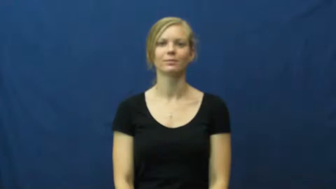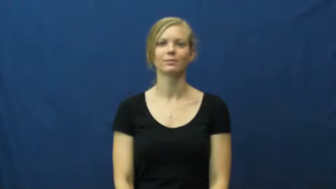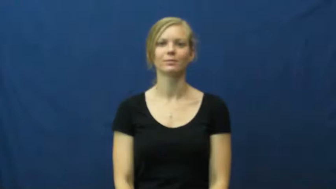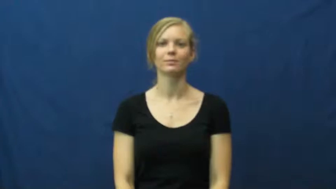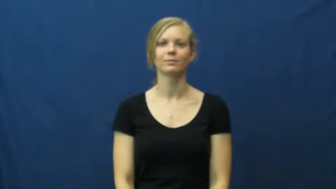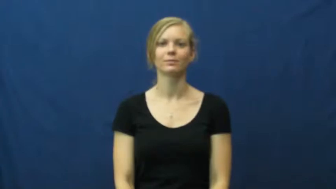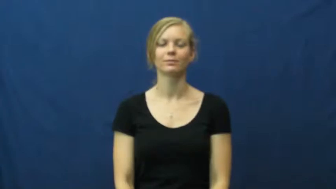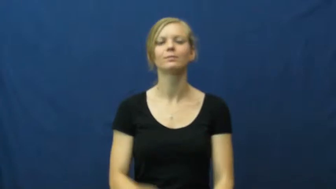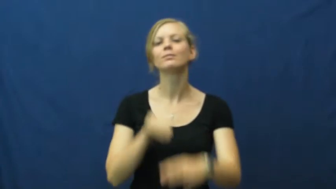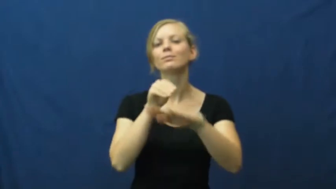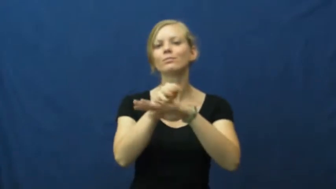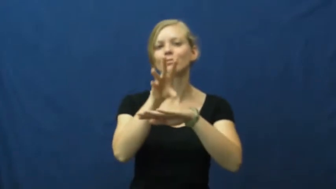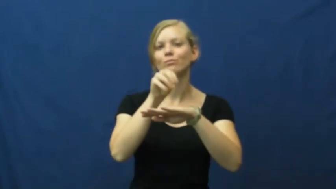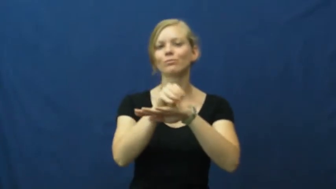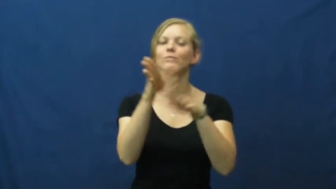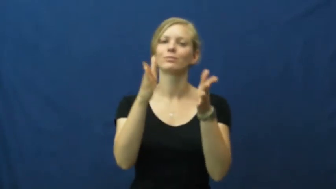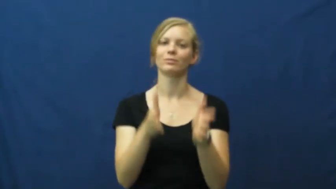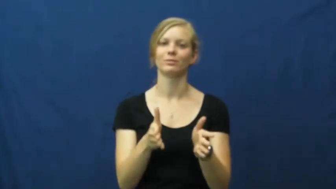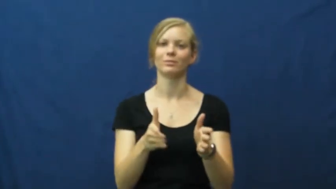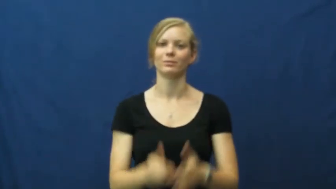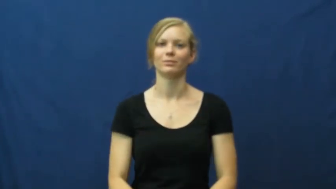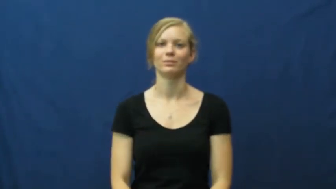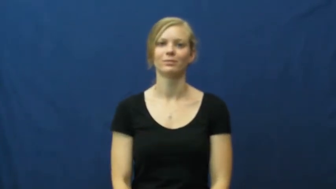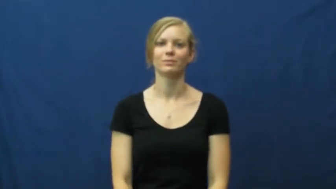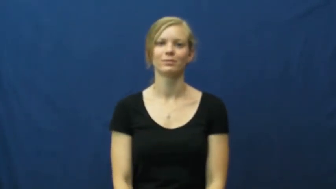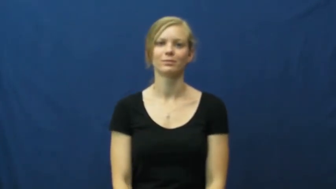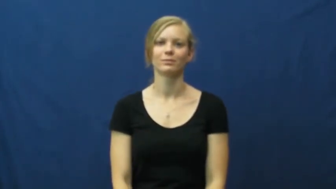counselor